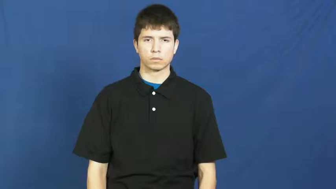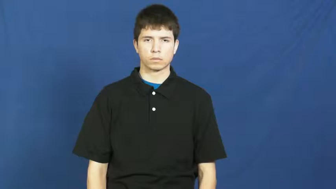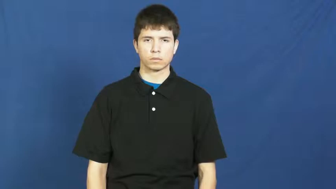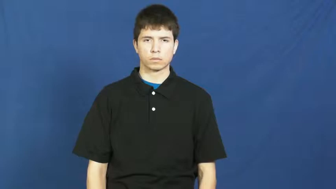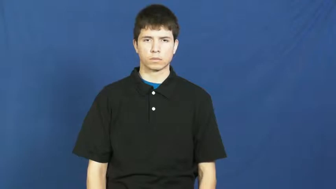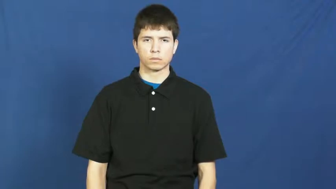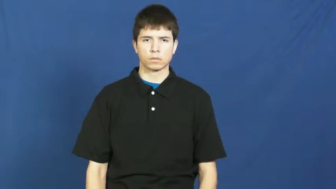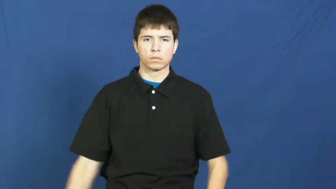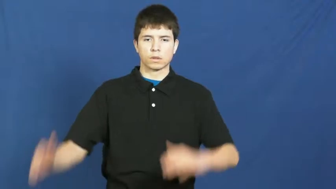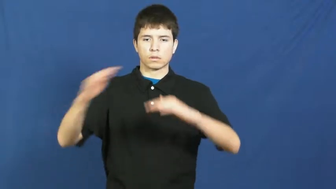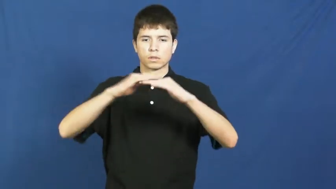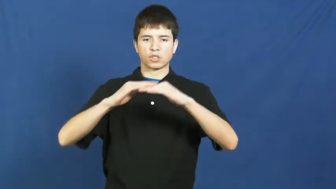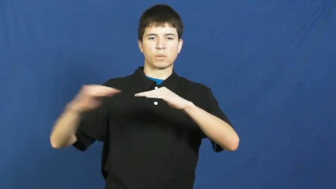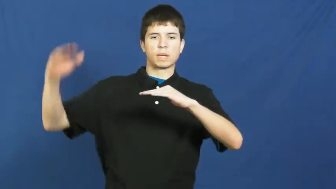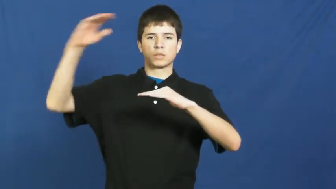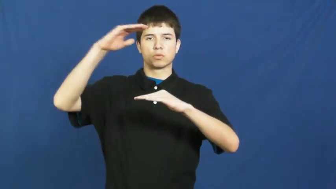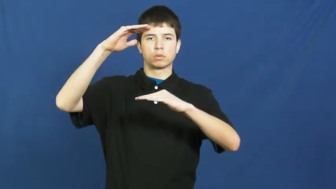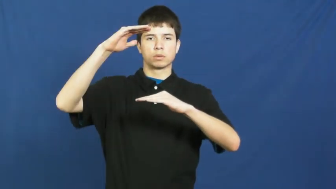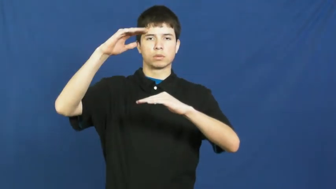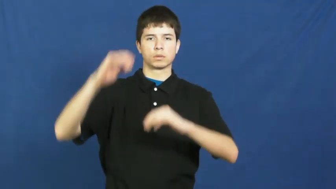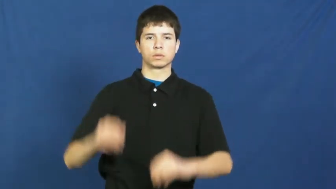ultra